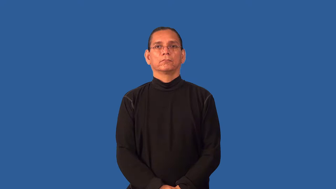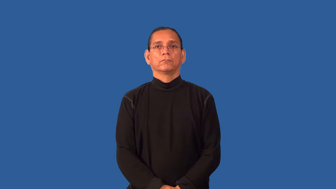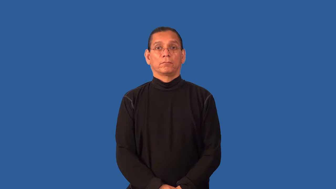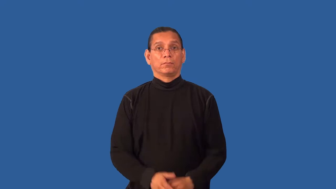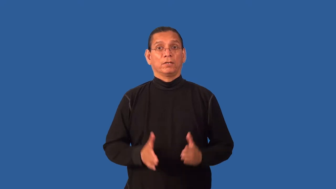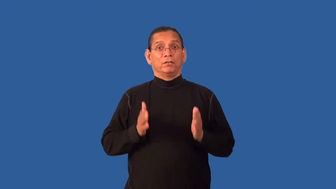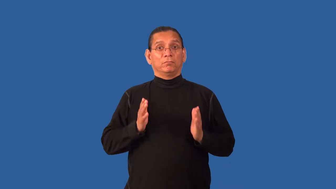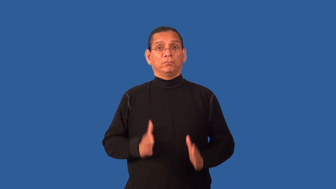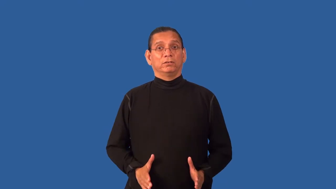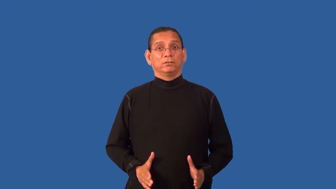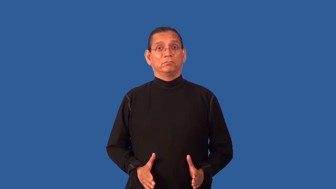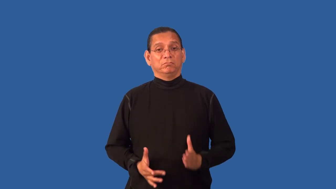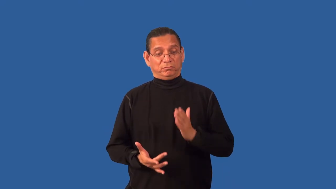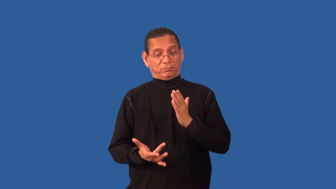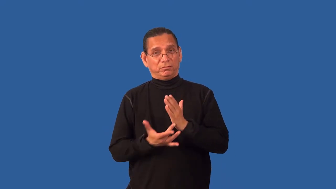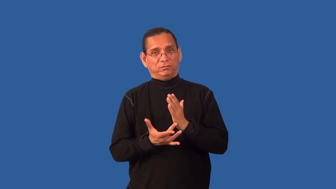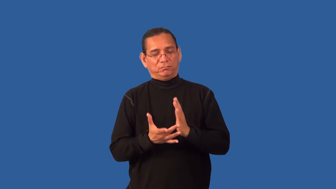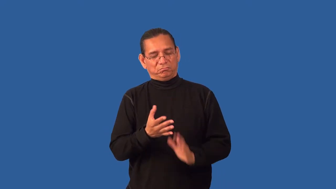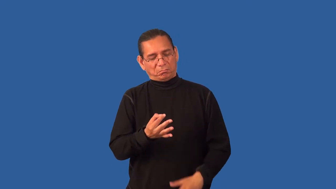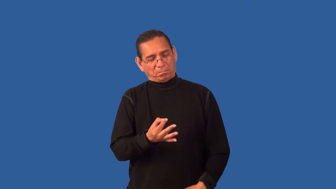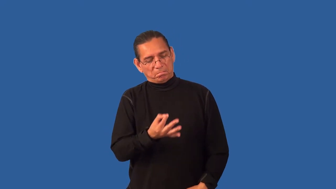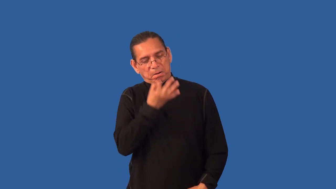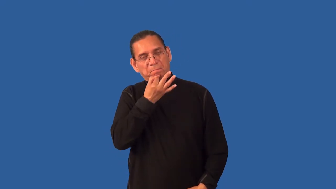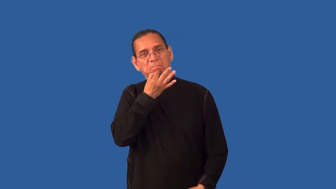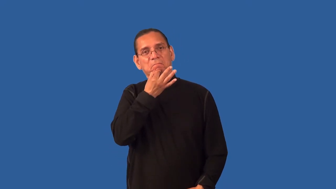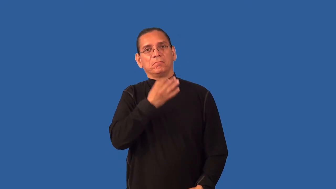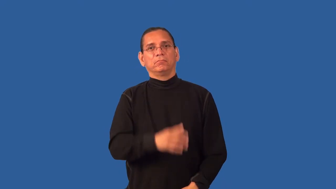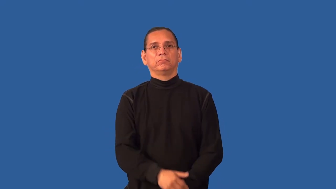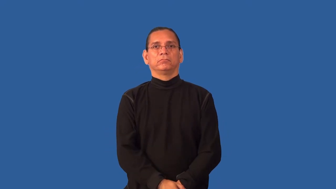geek